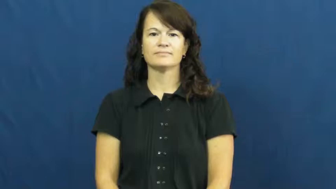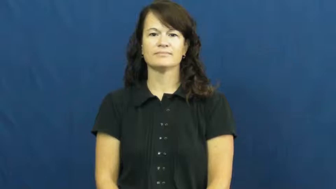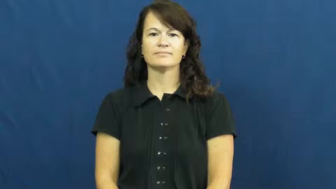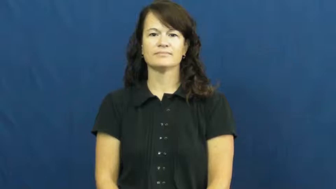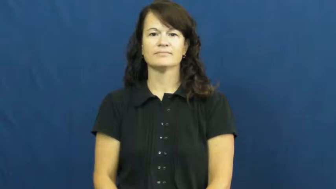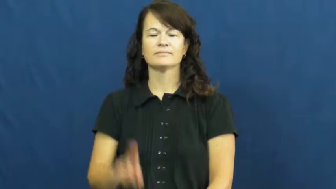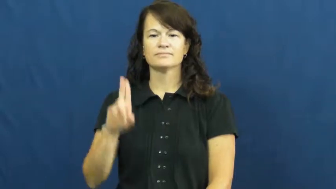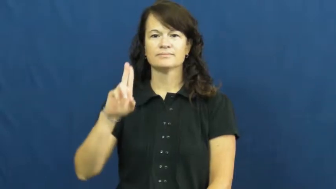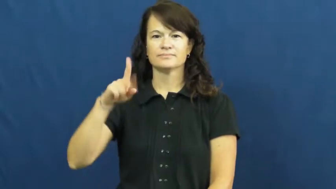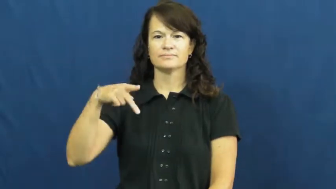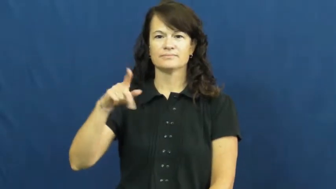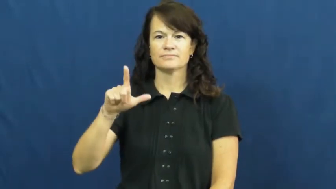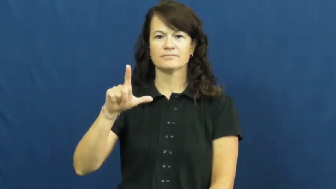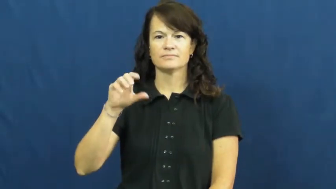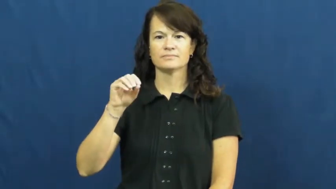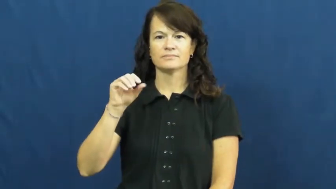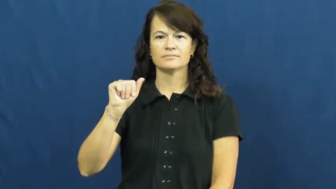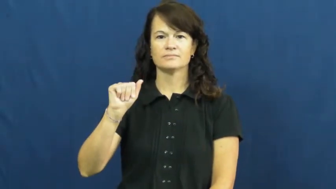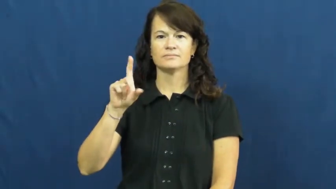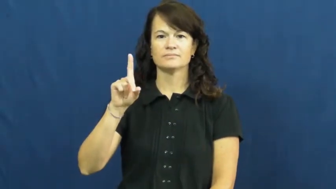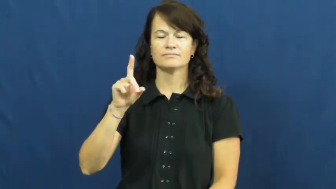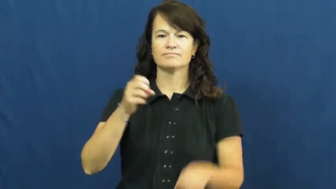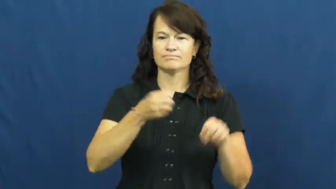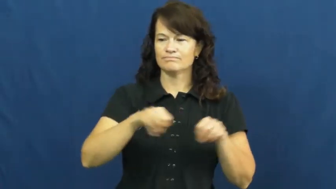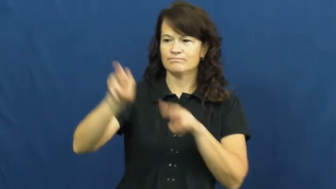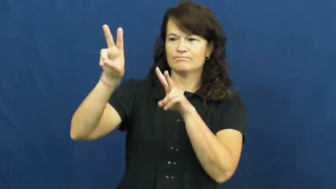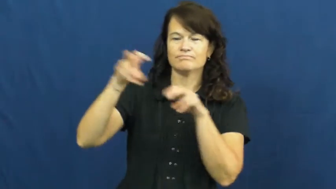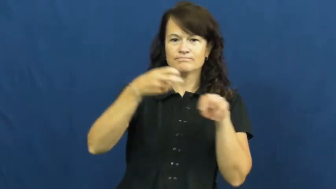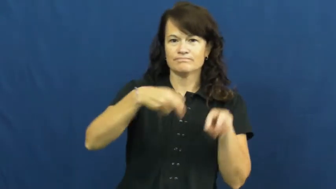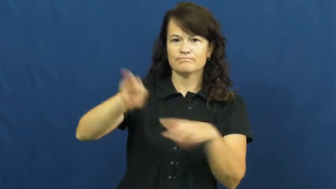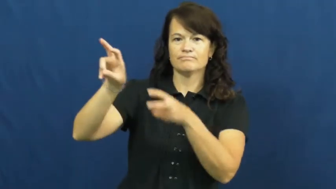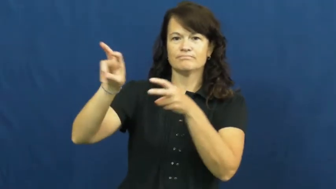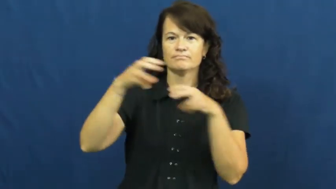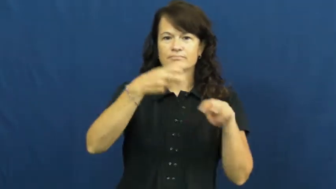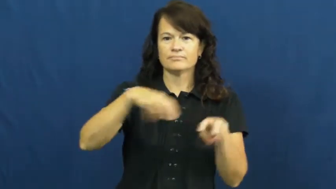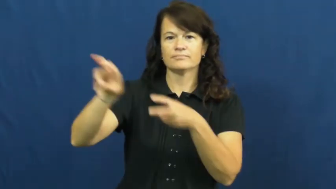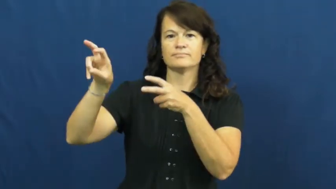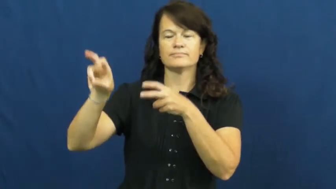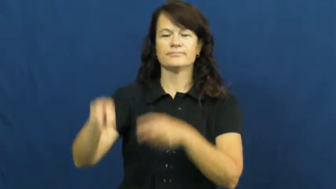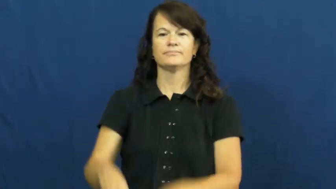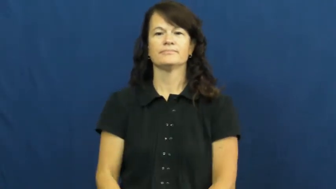upload